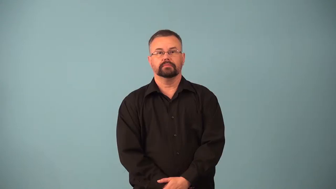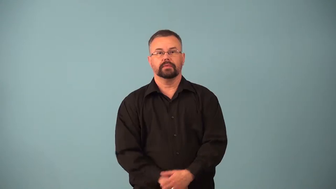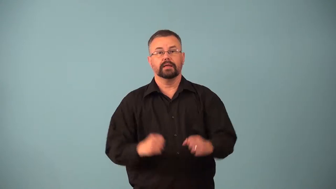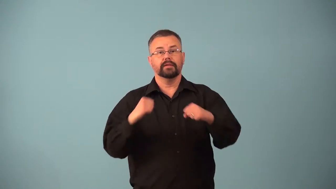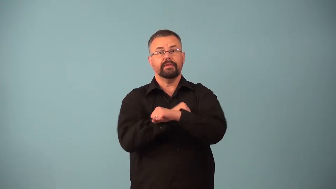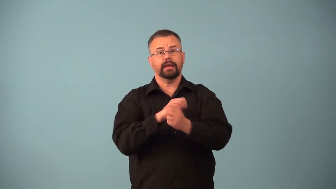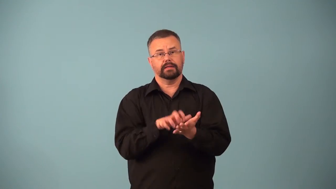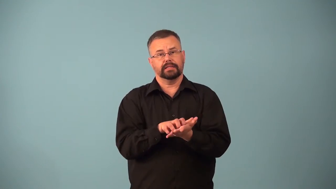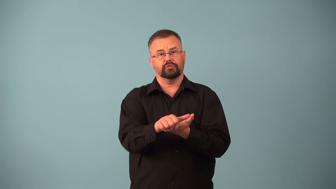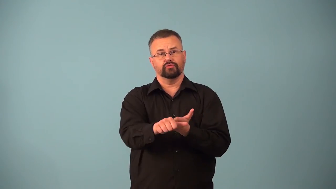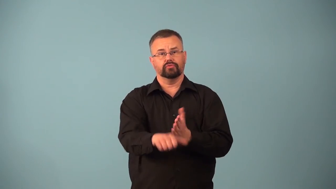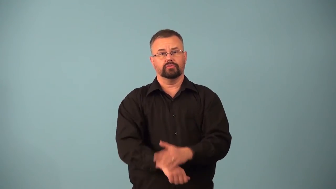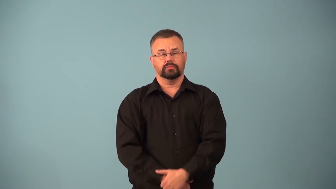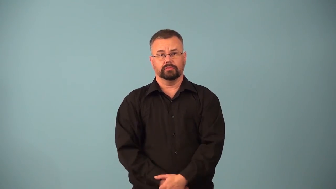anticancer